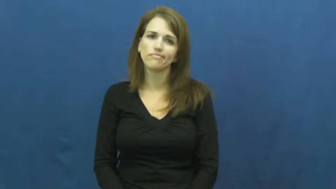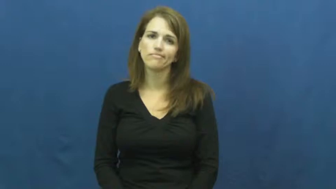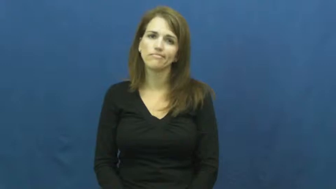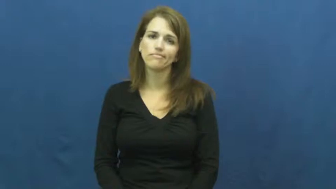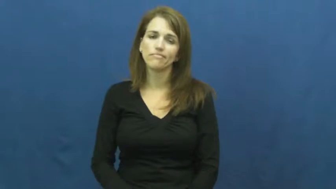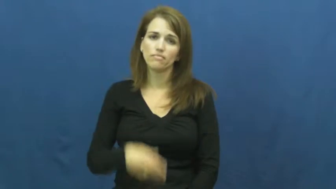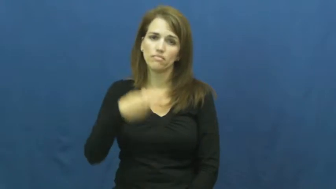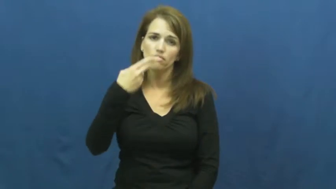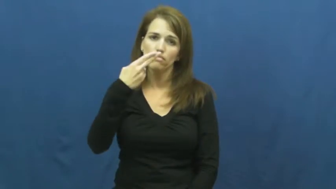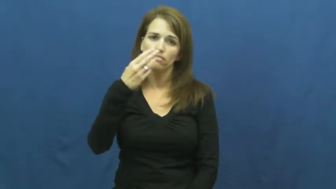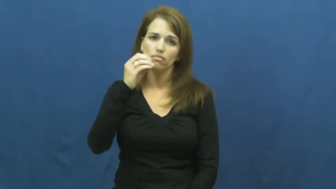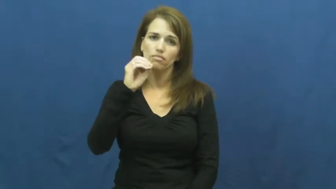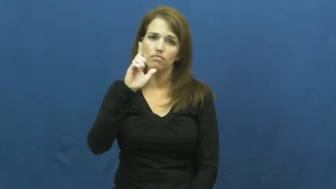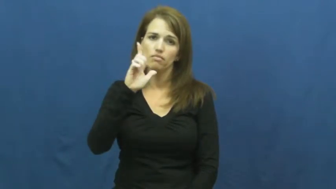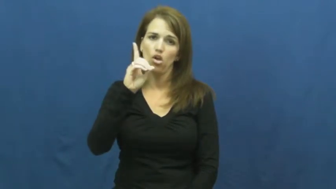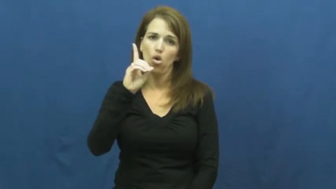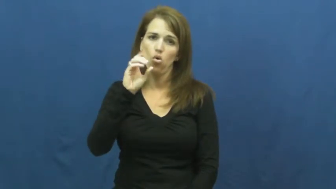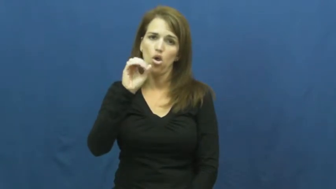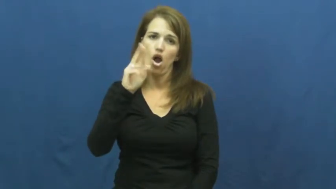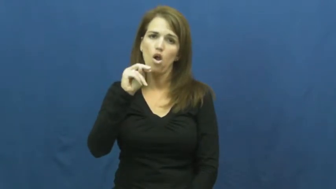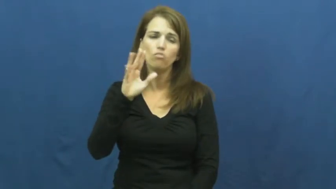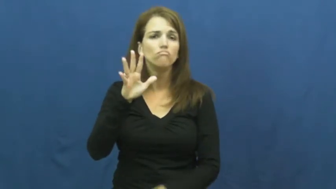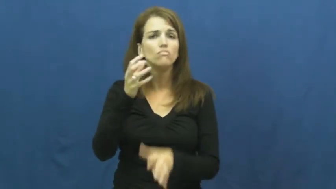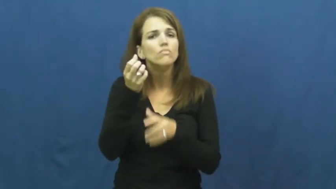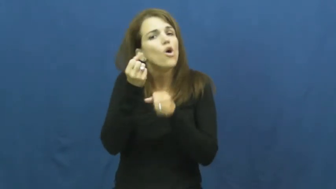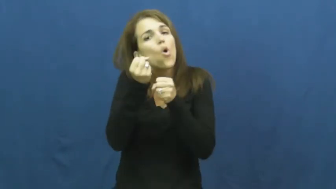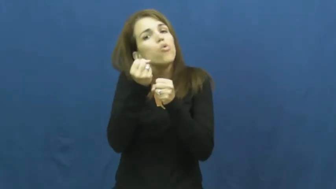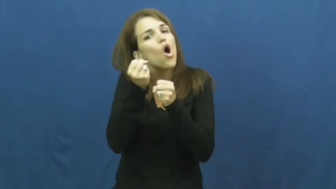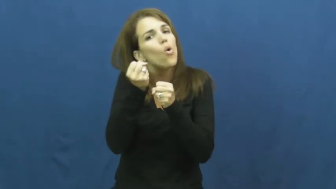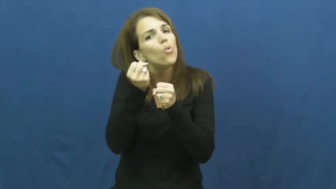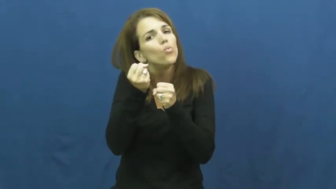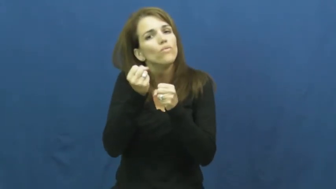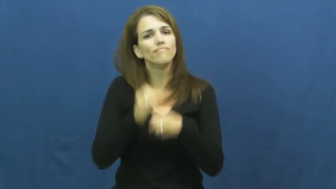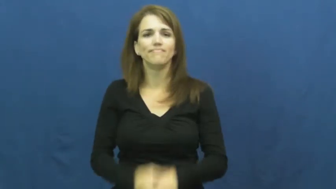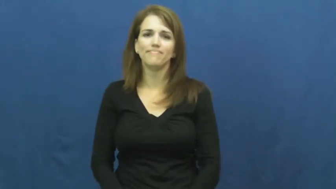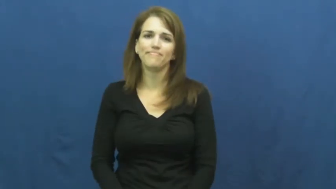hold on